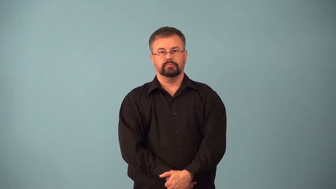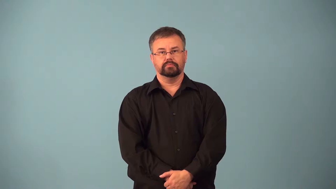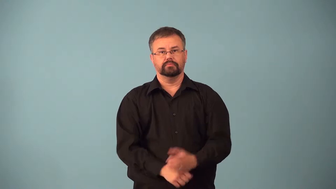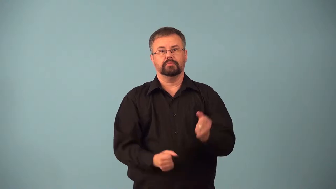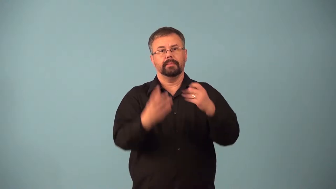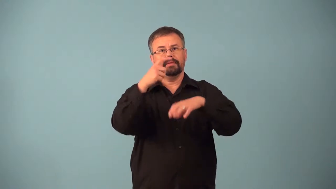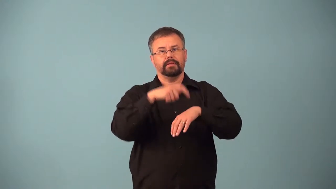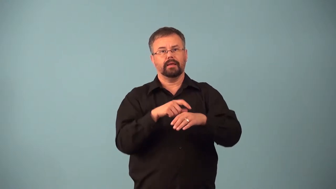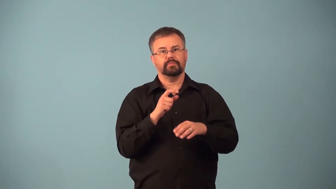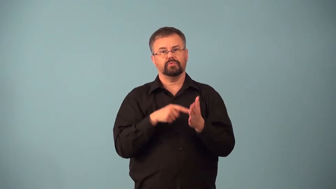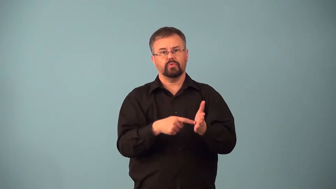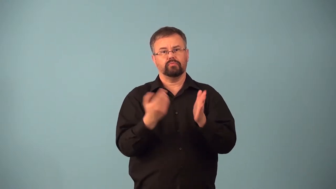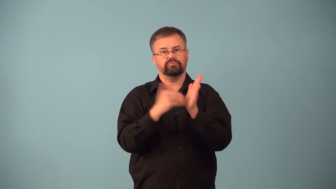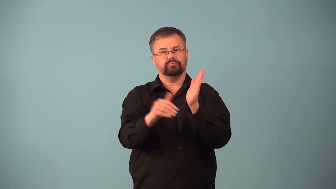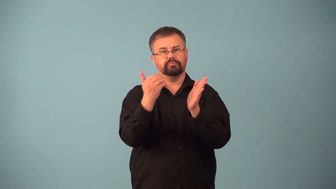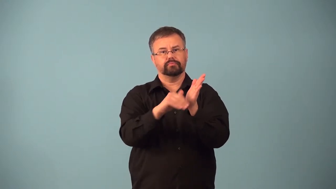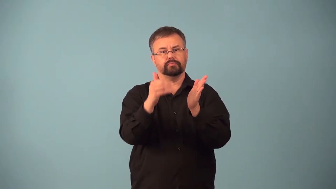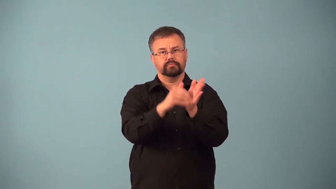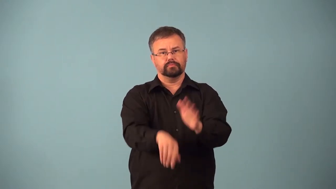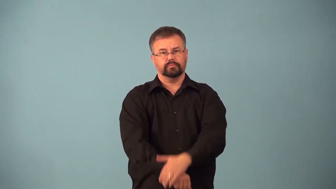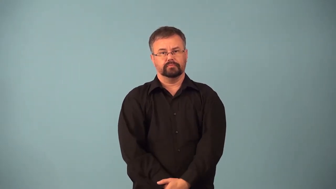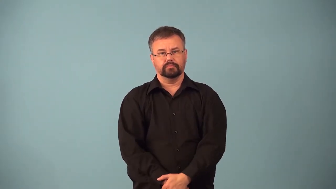airplay